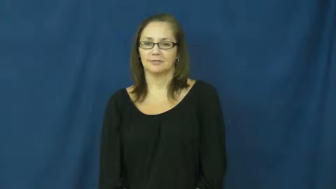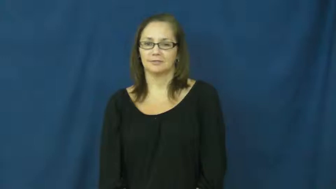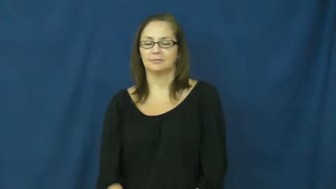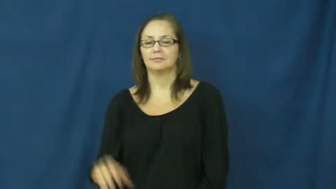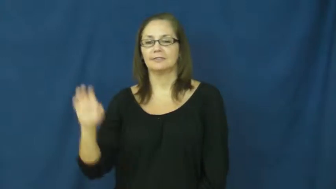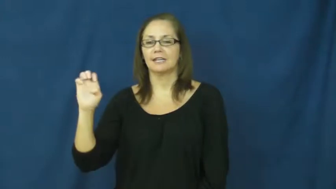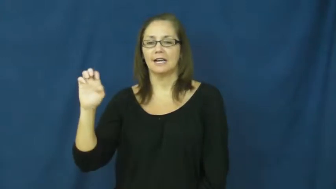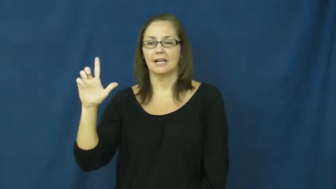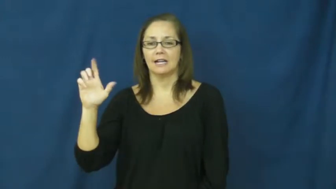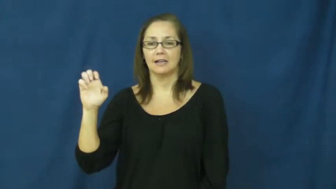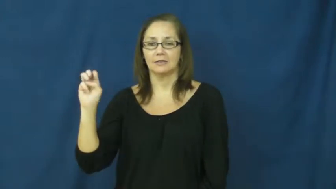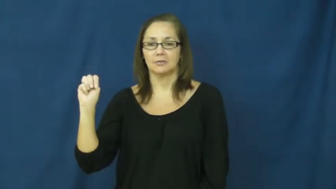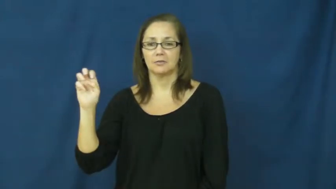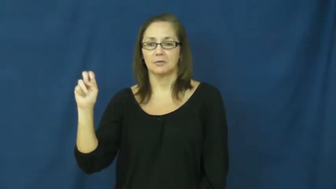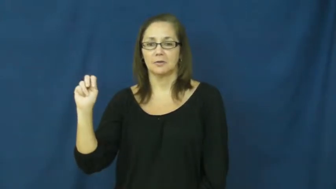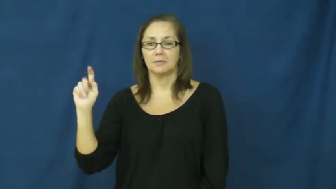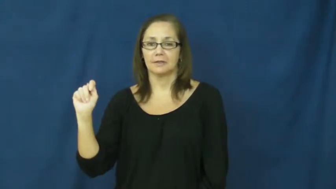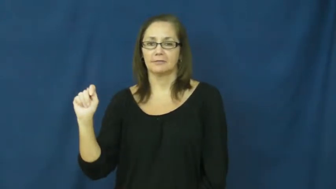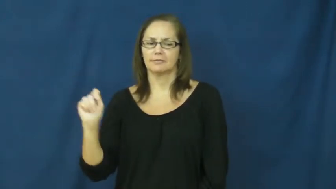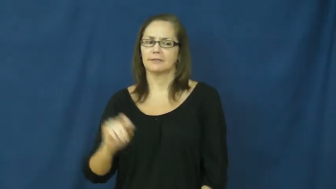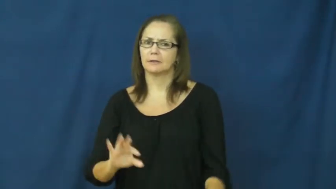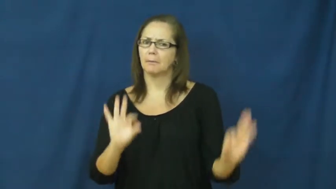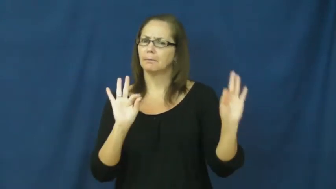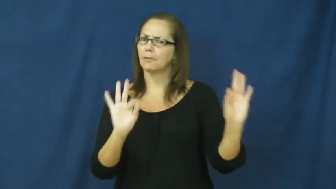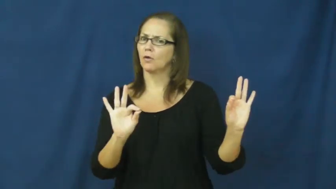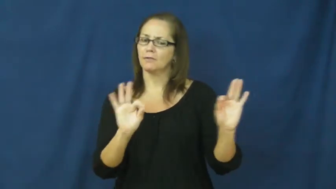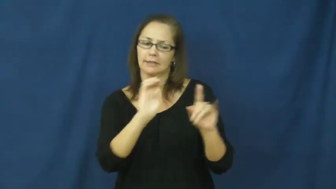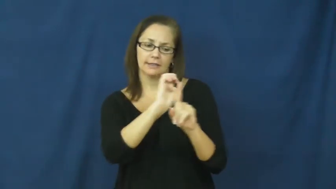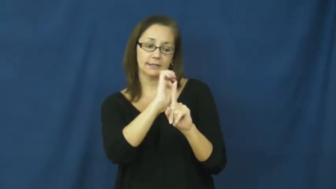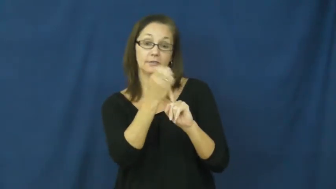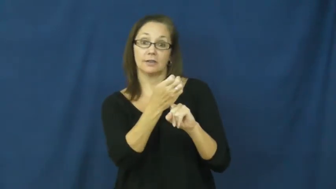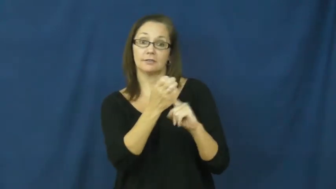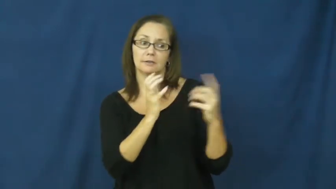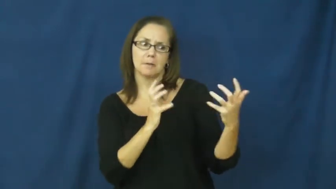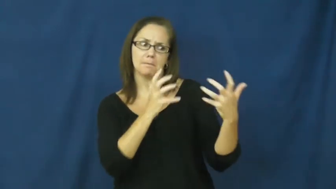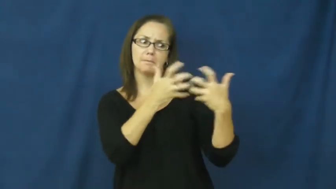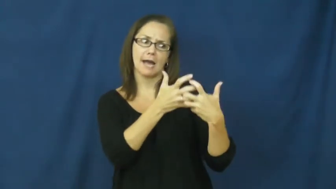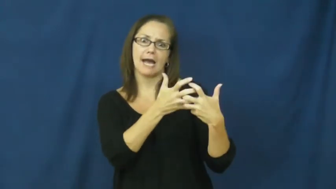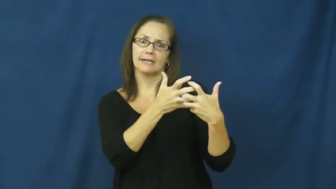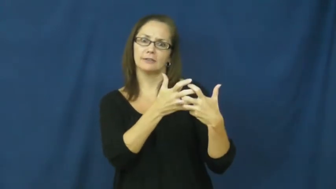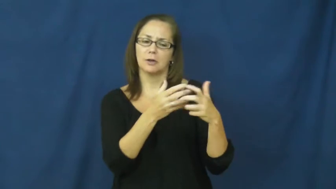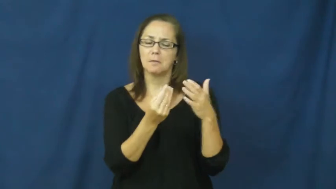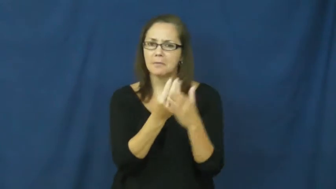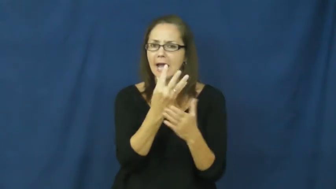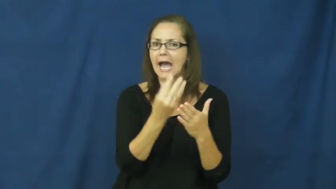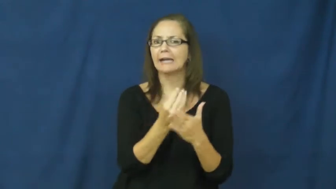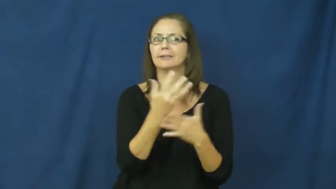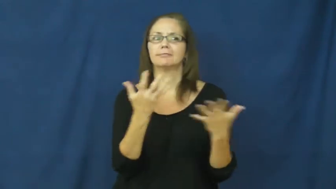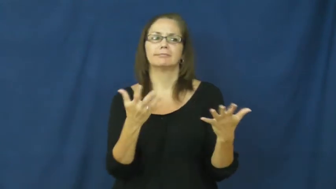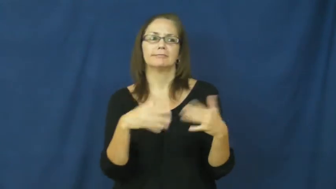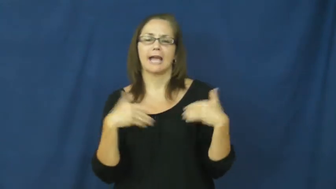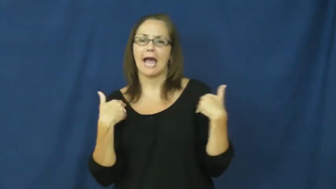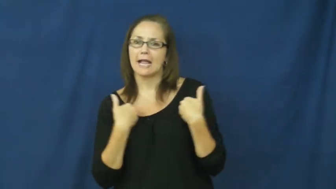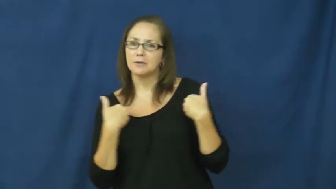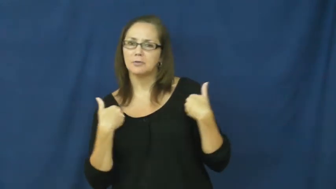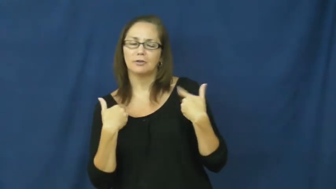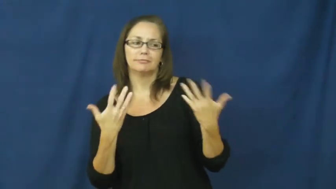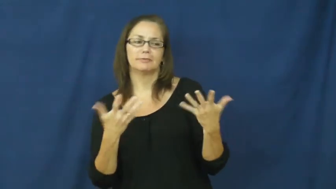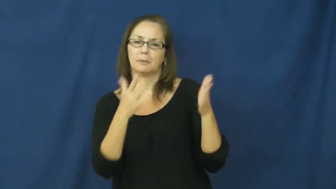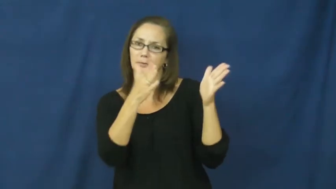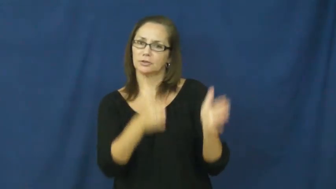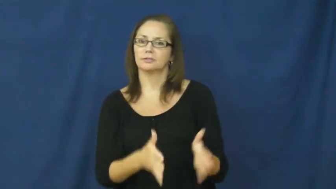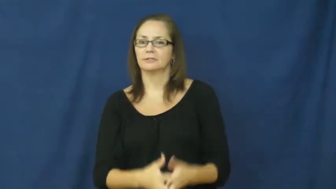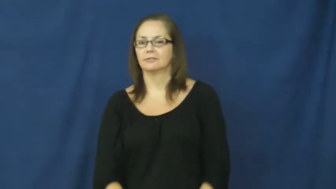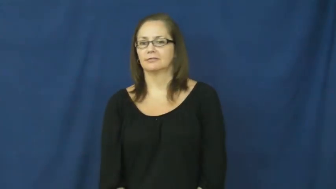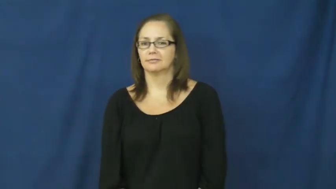element-place